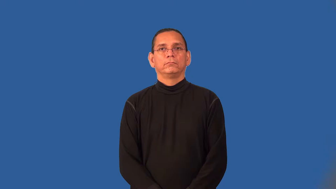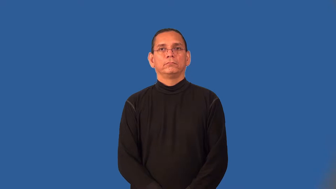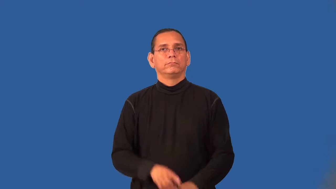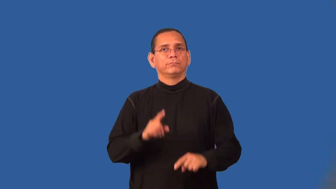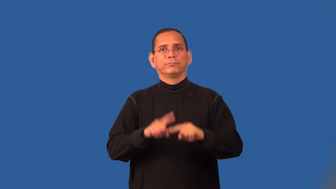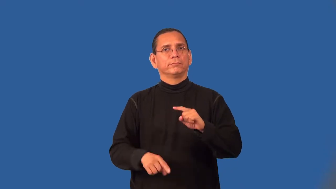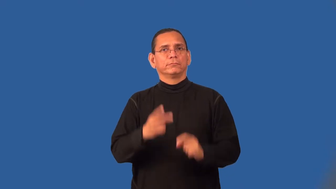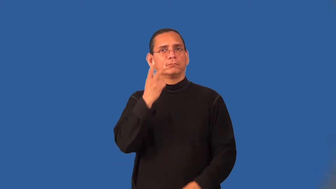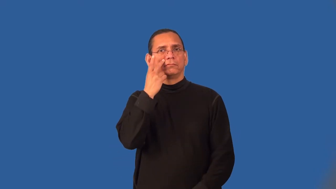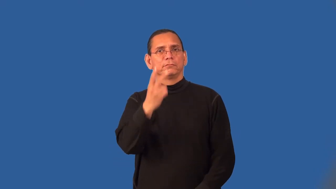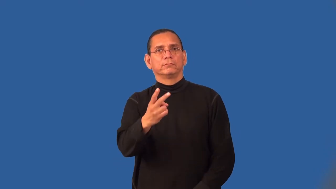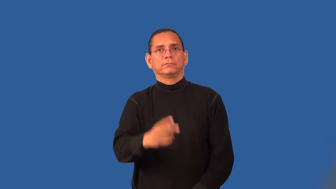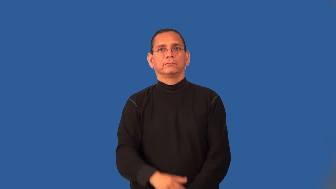sightless